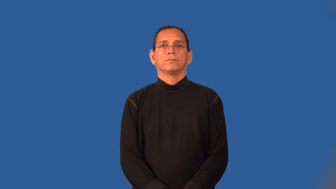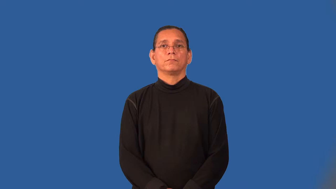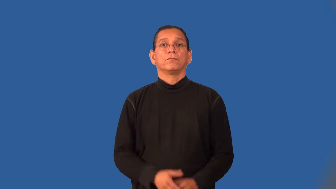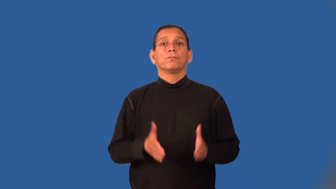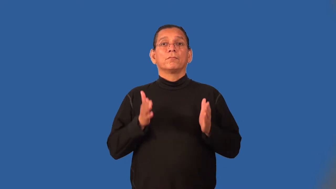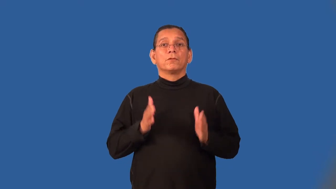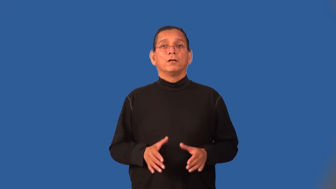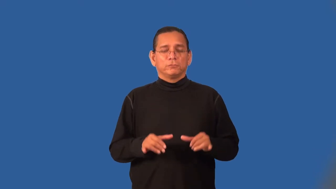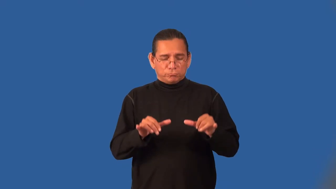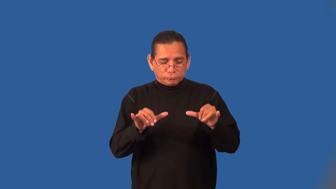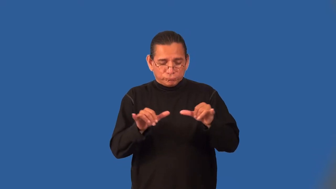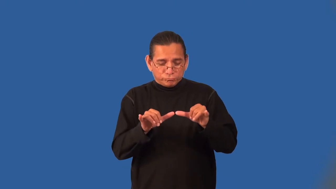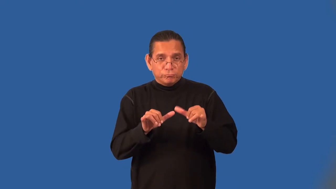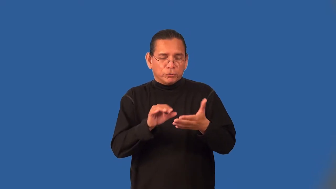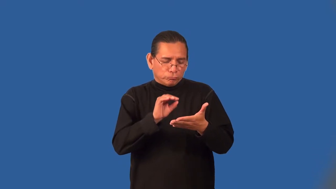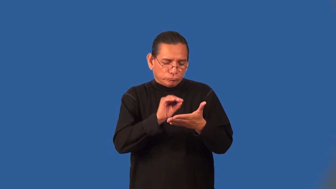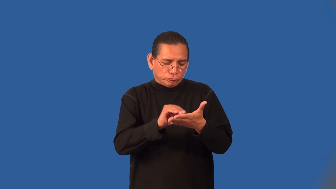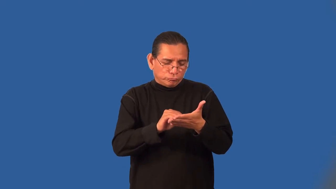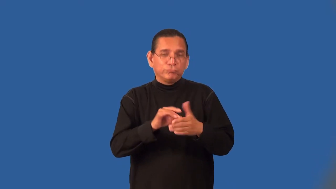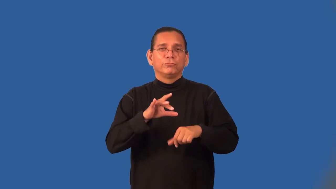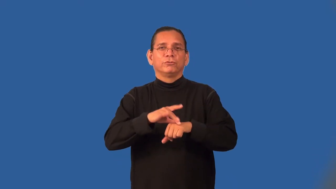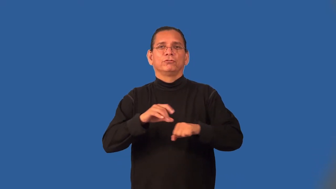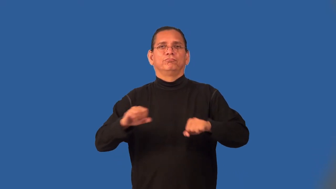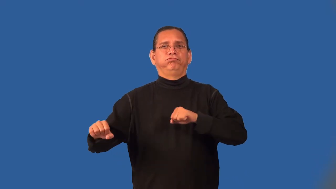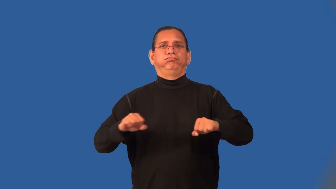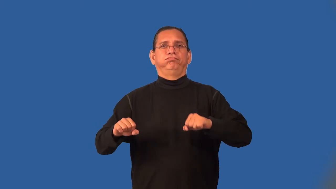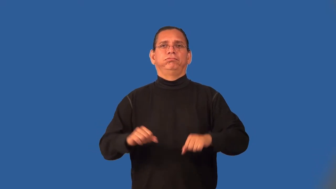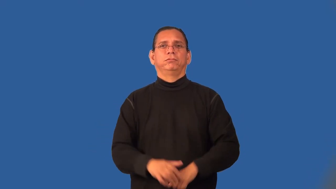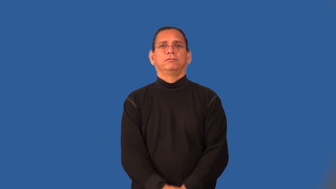seismographer